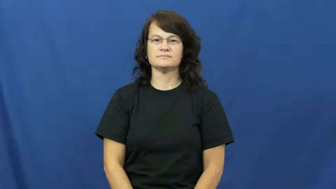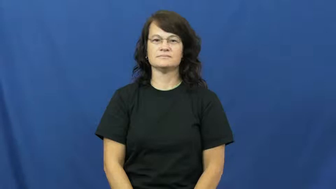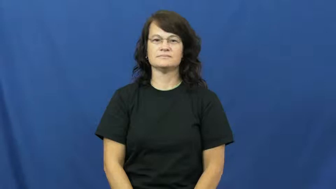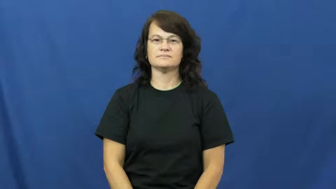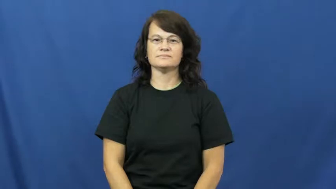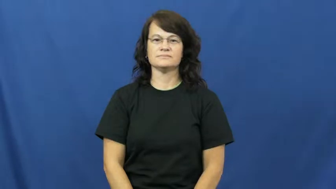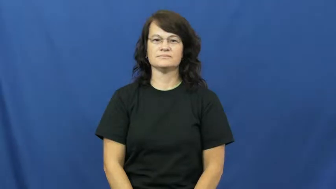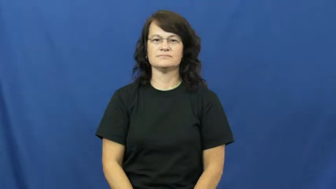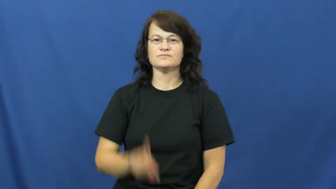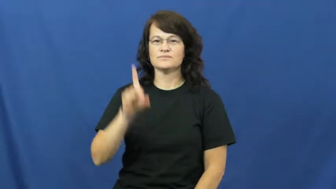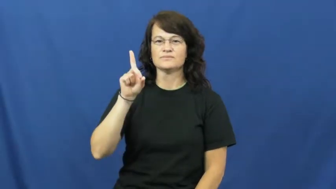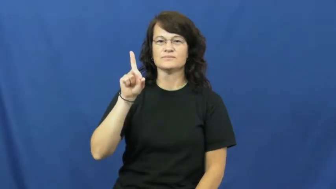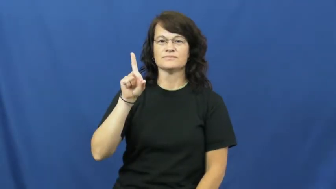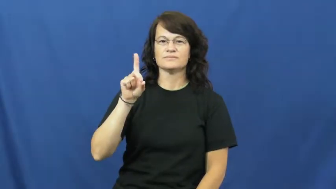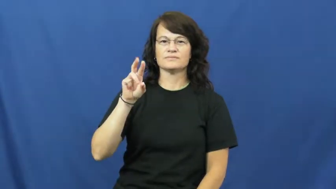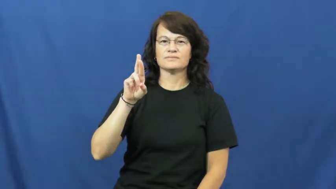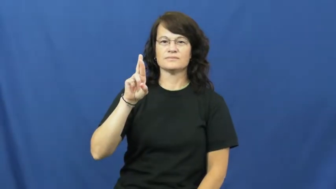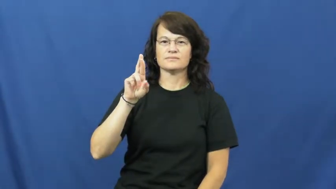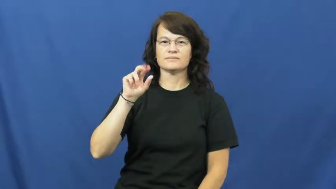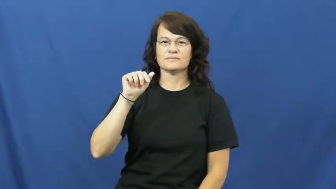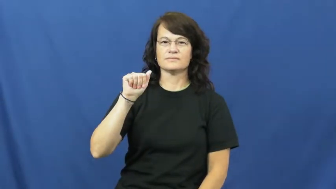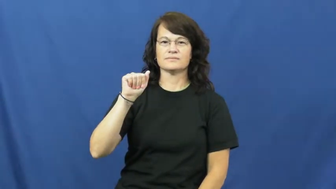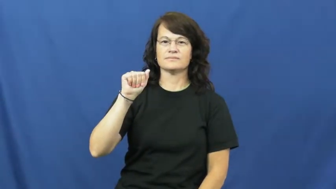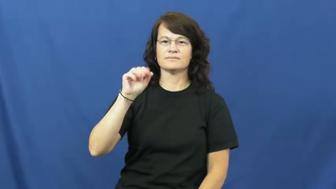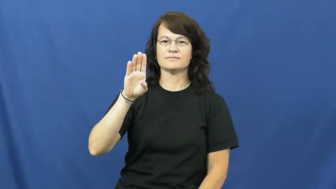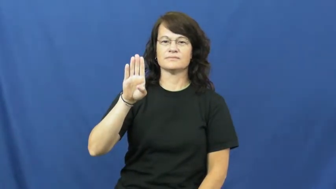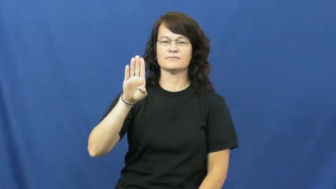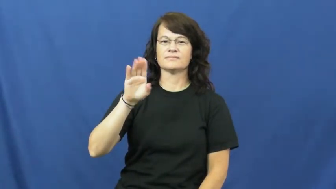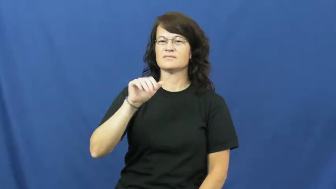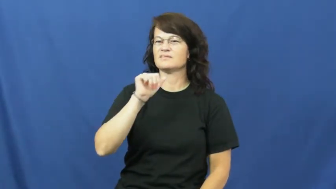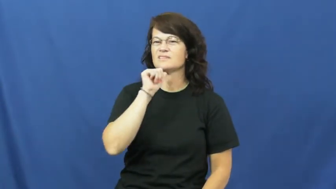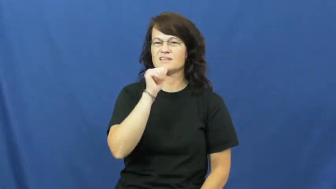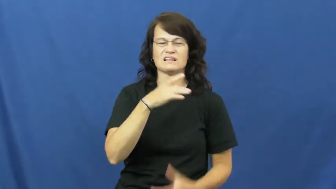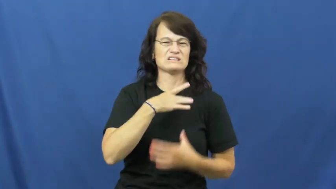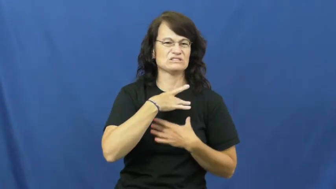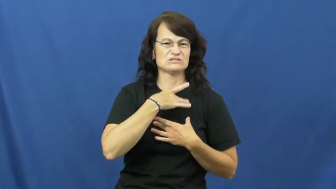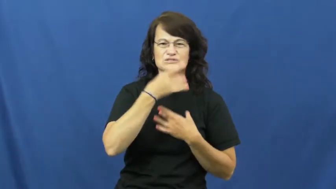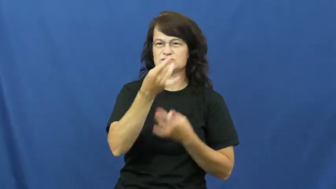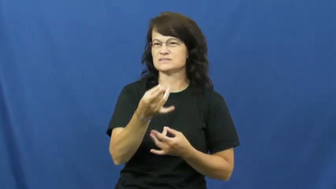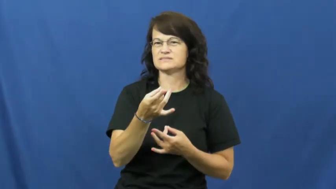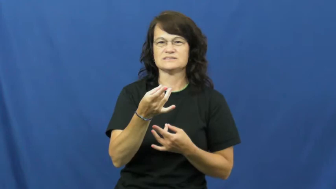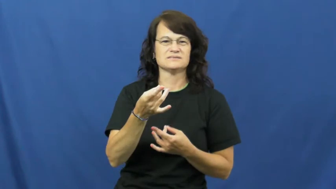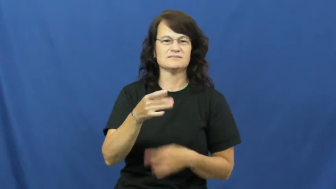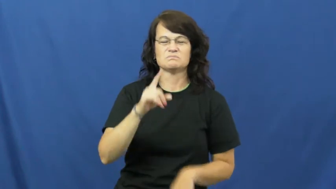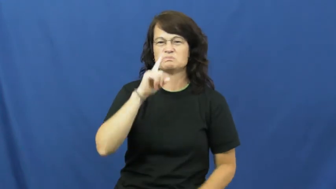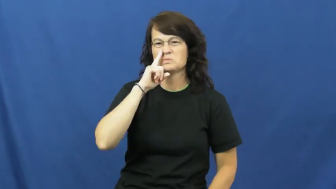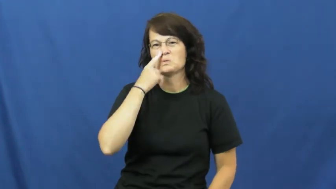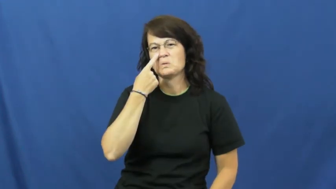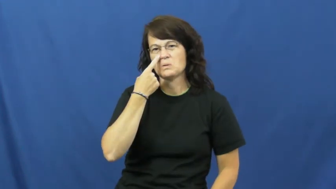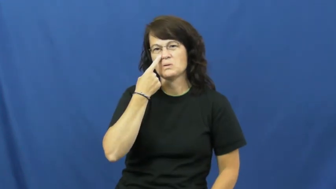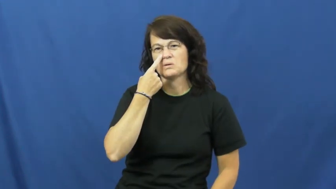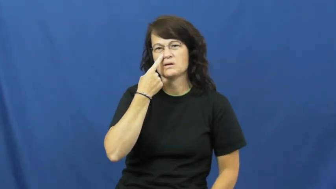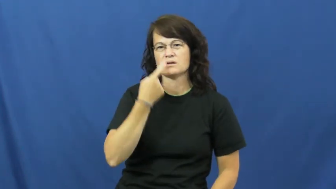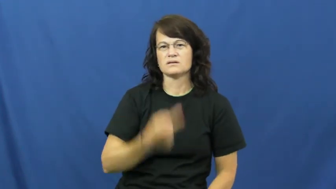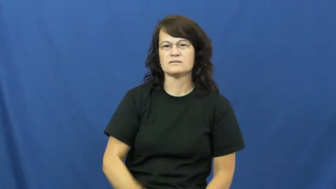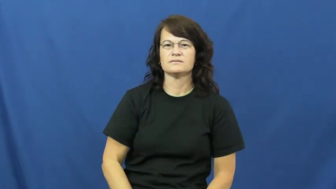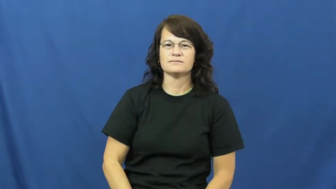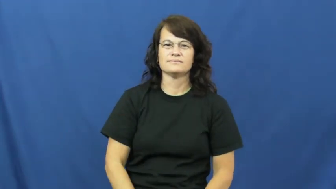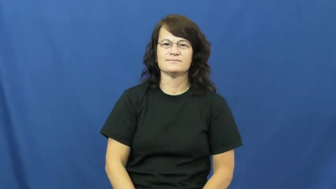drab